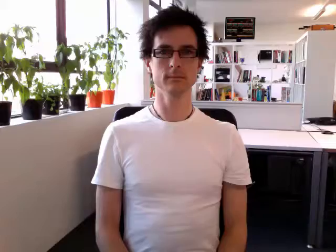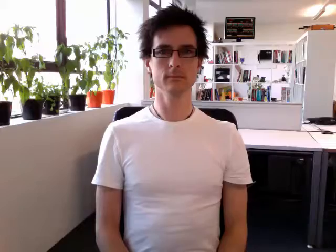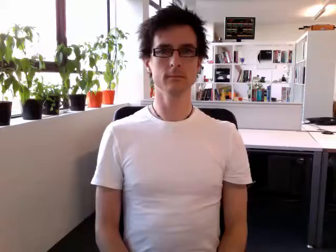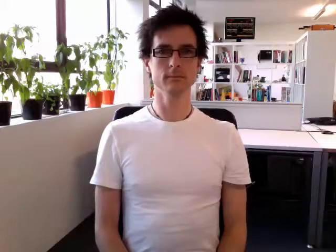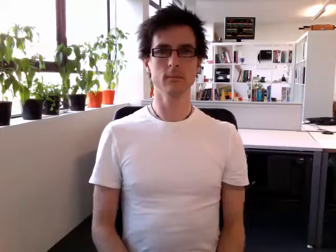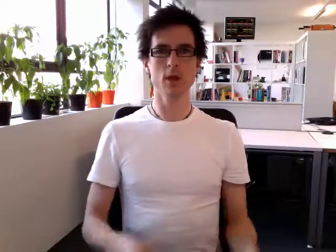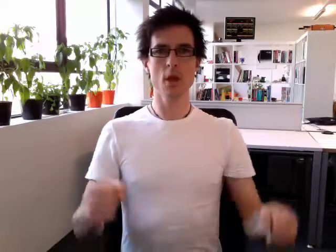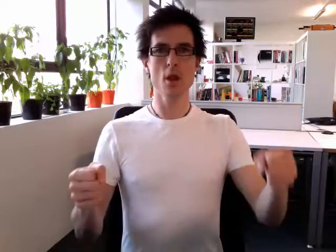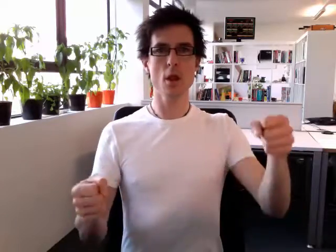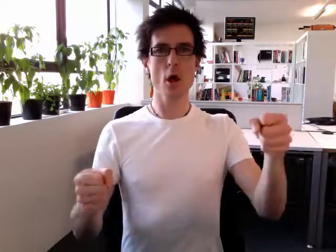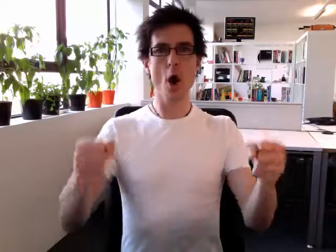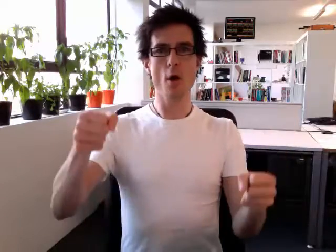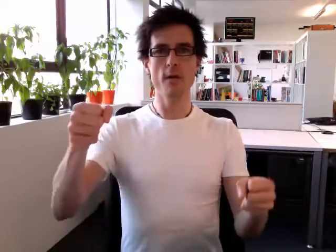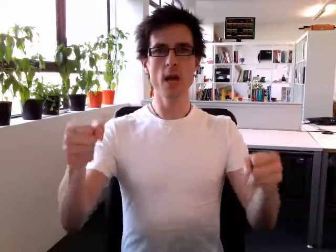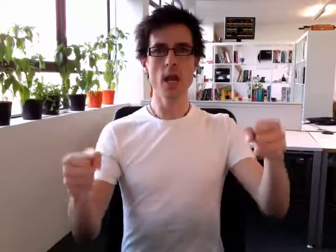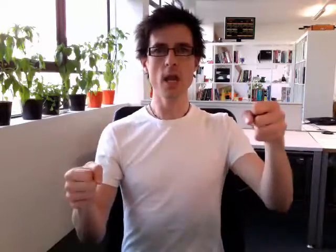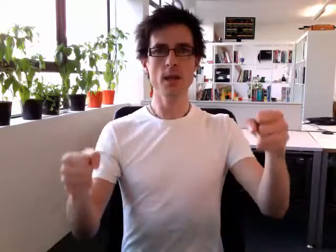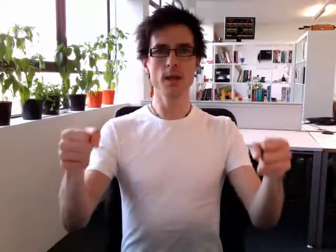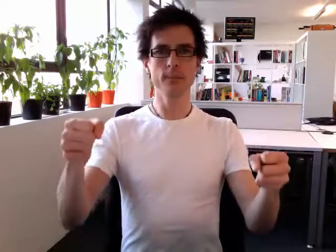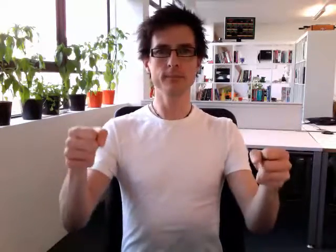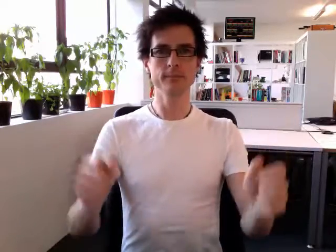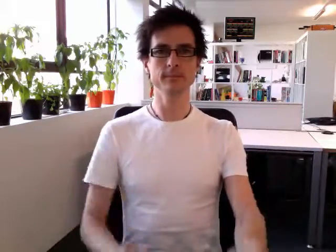lorry